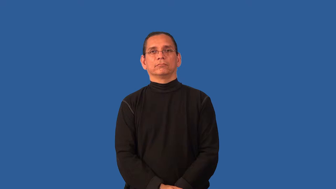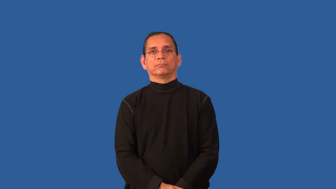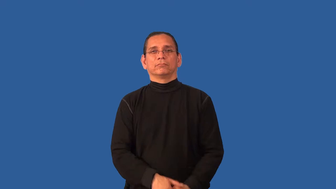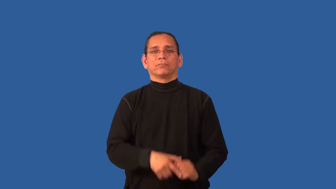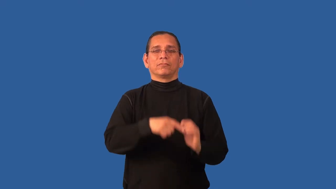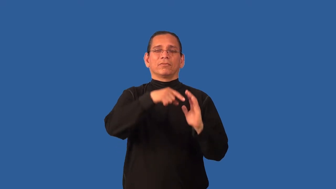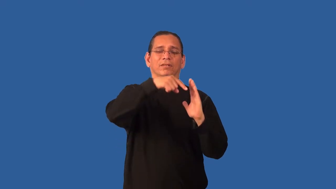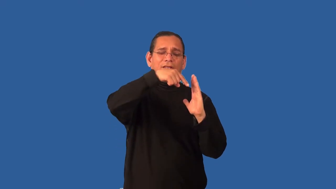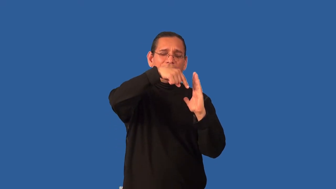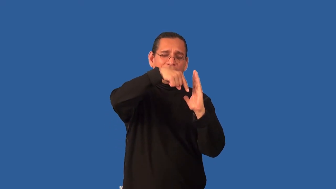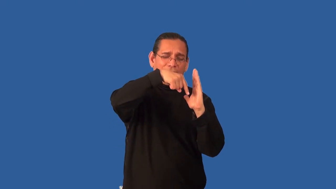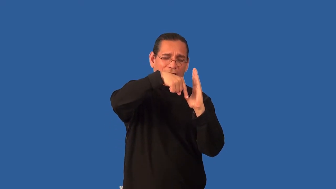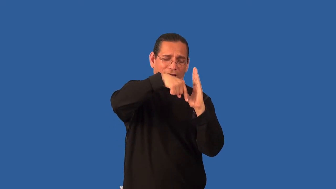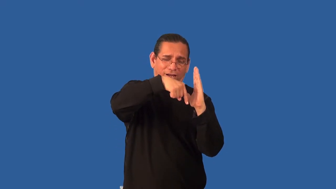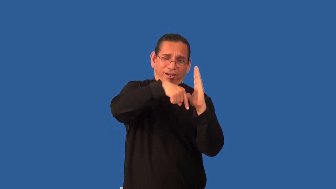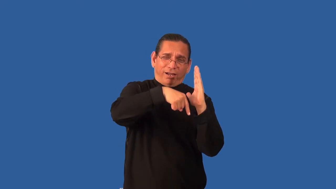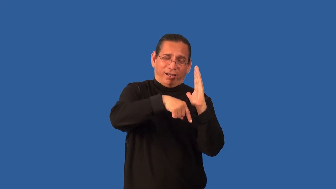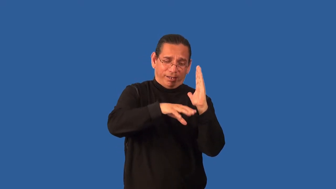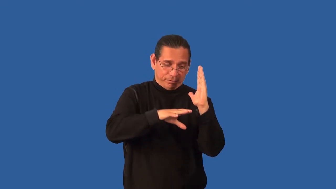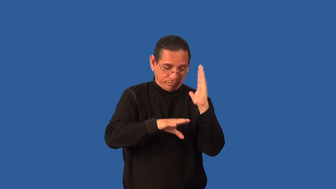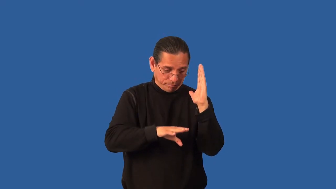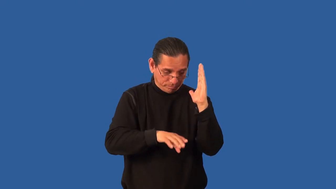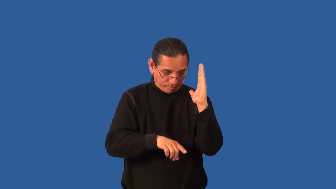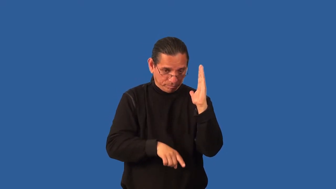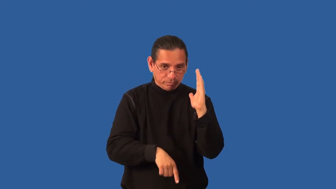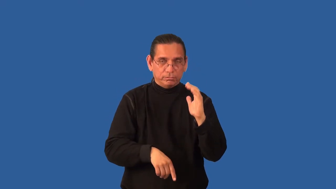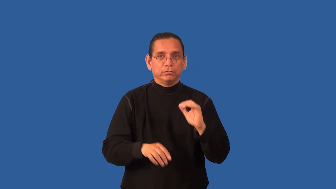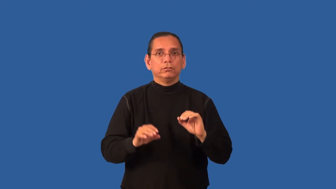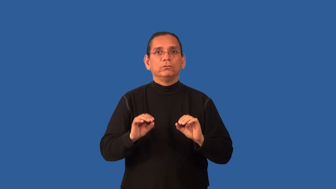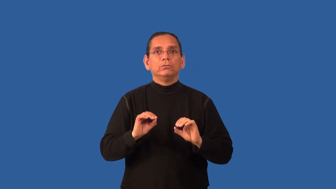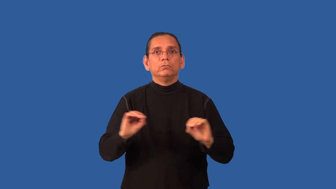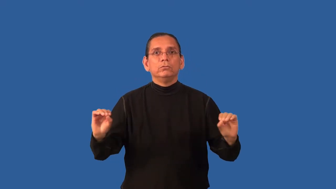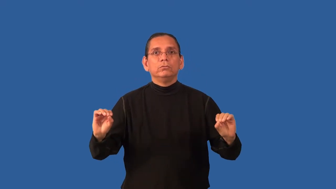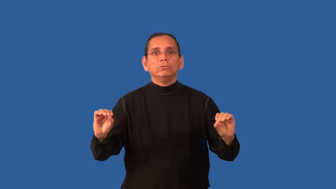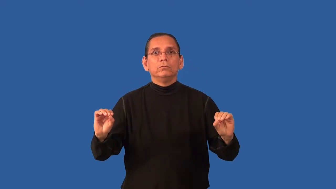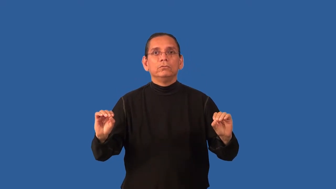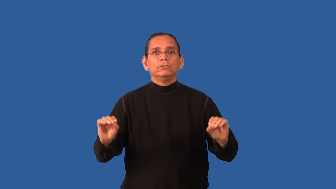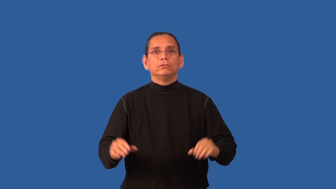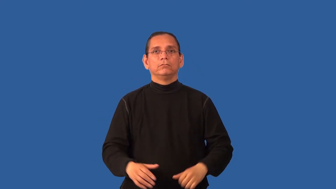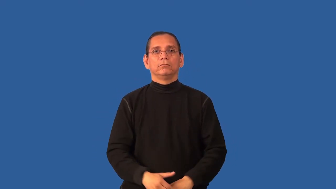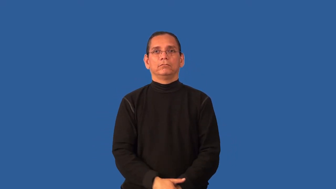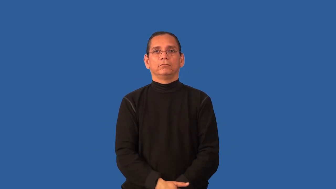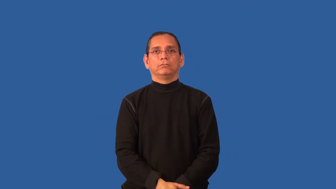bottomless